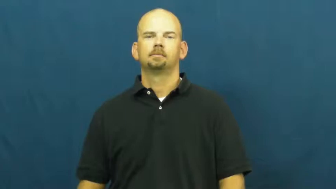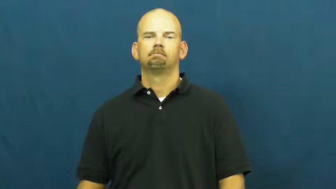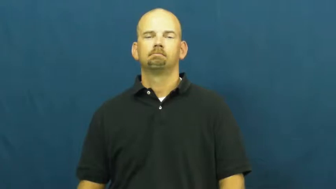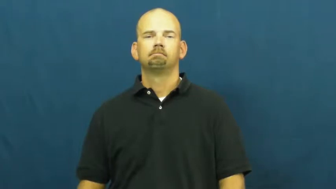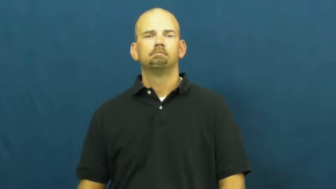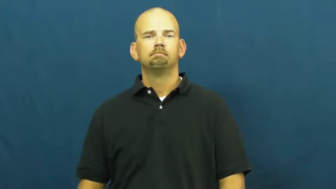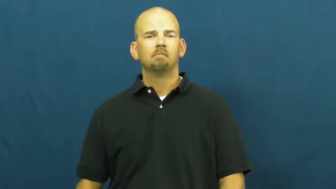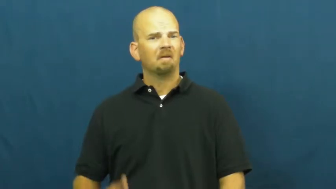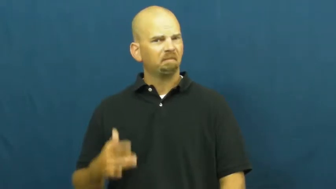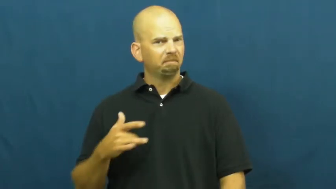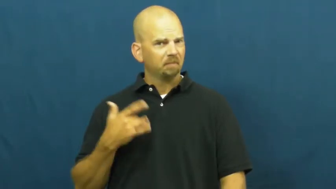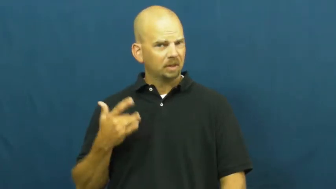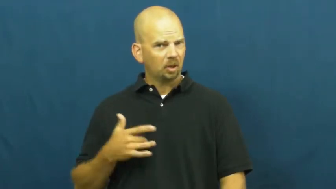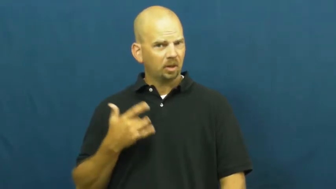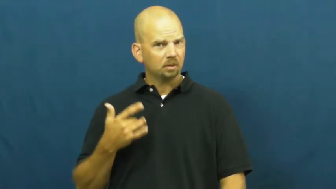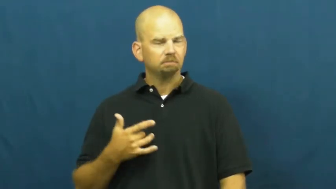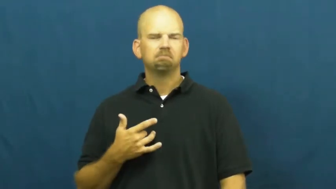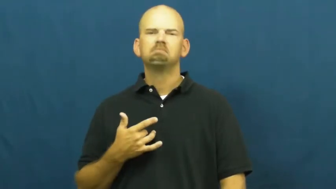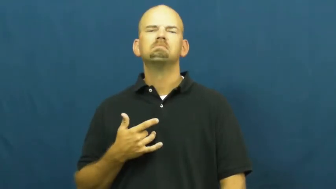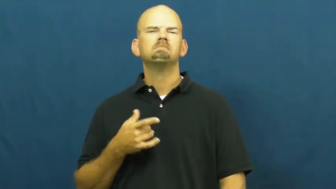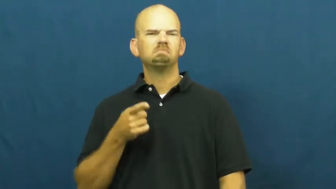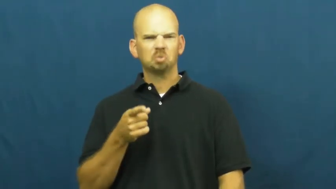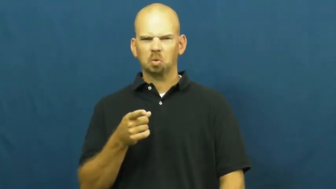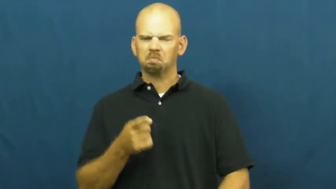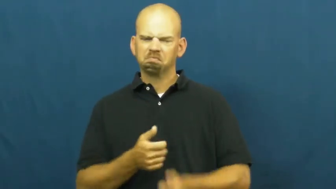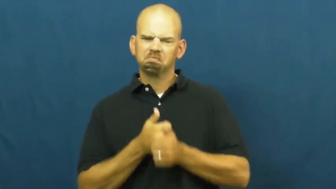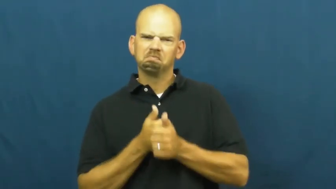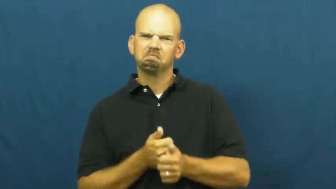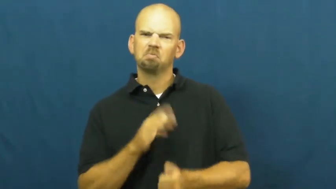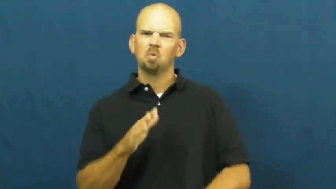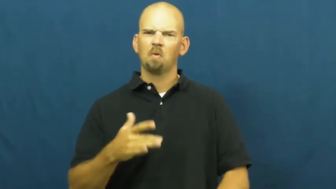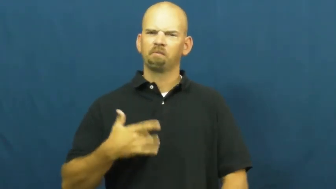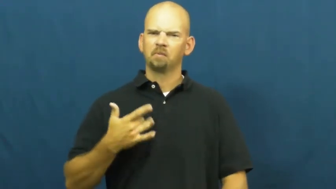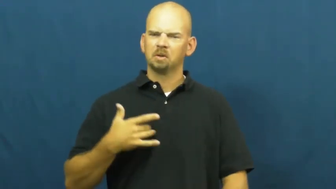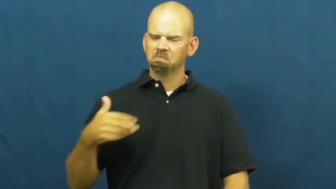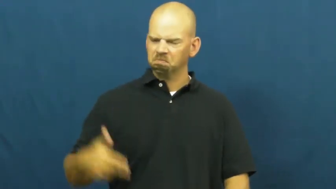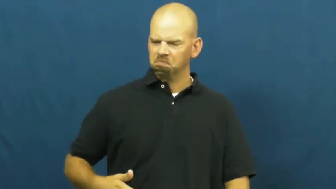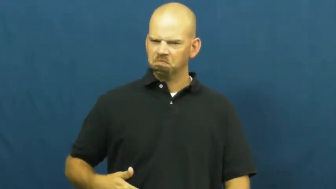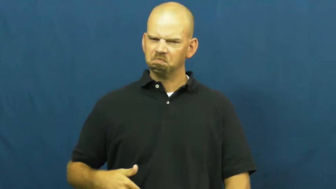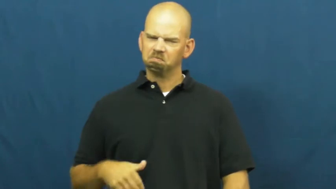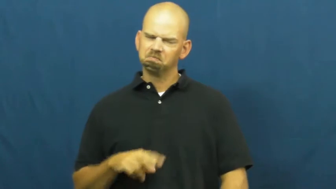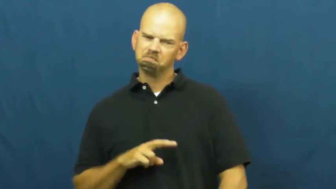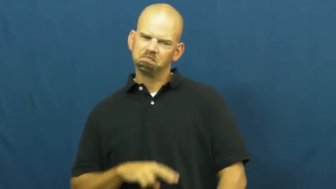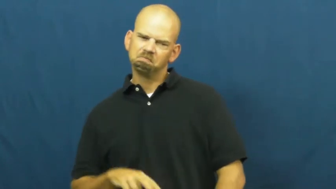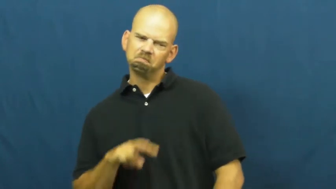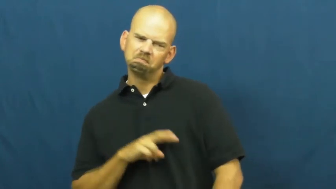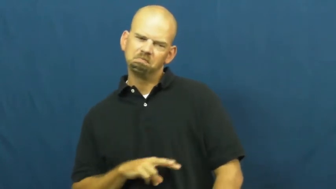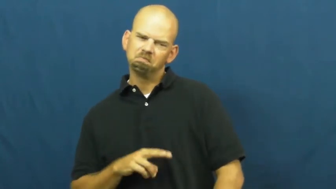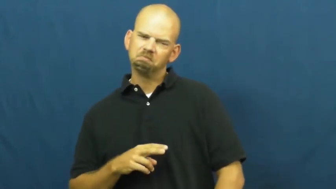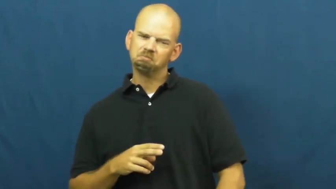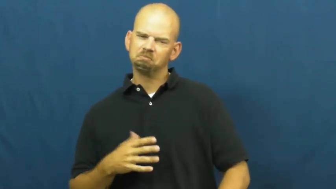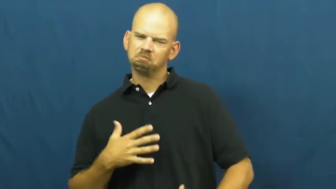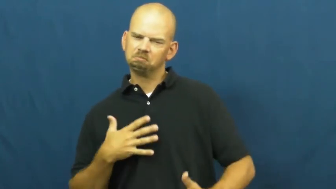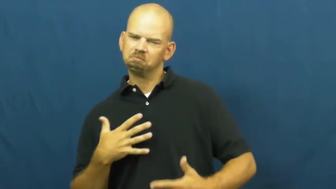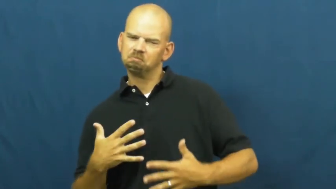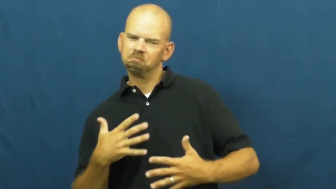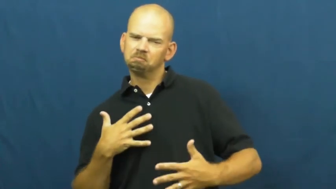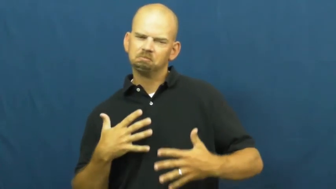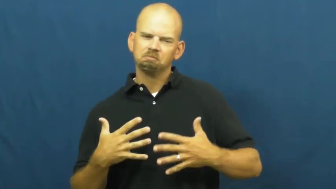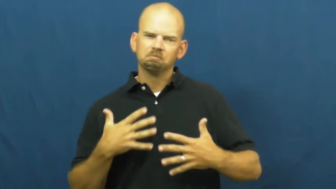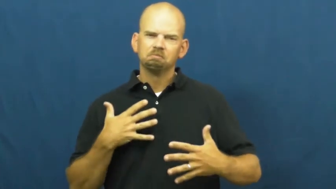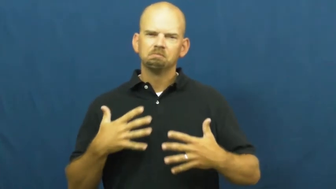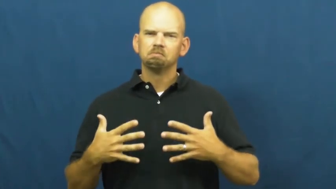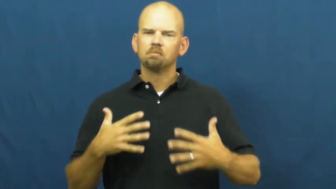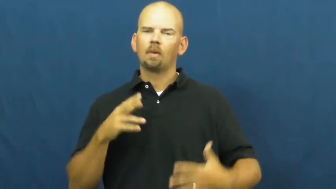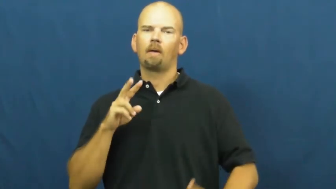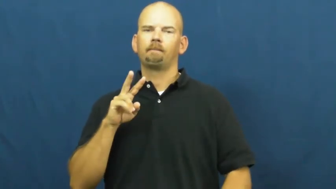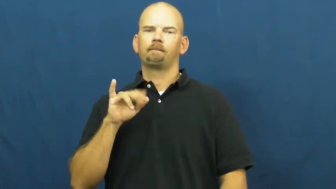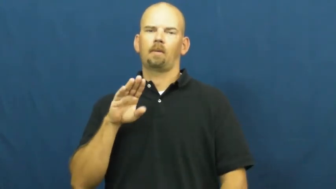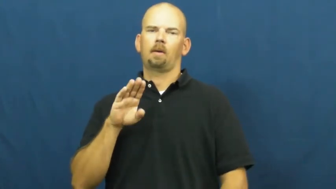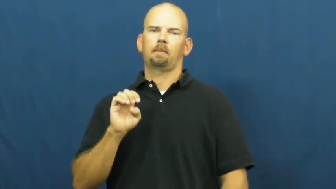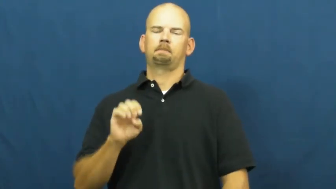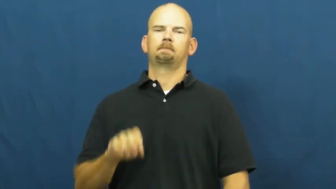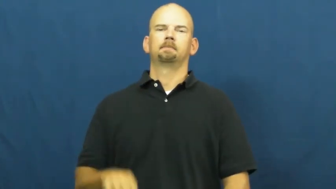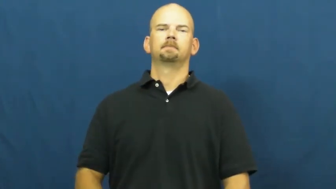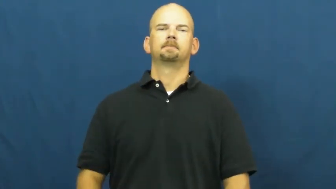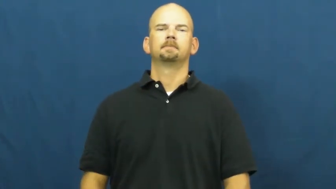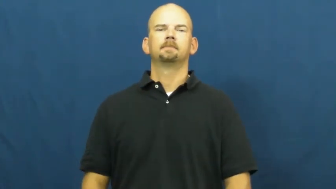vibe